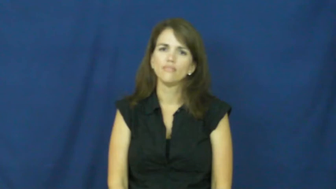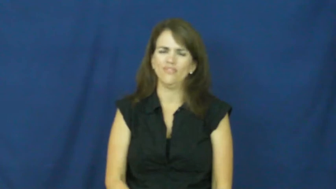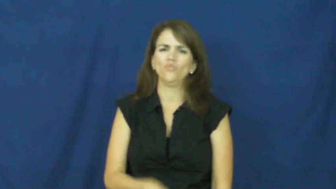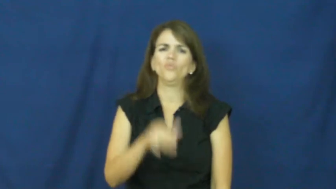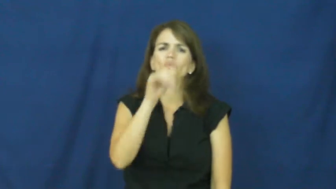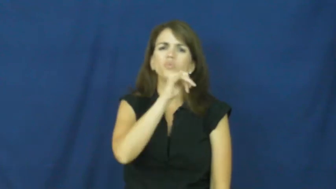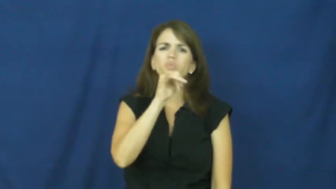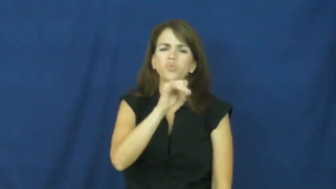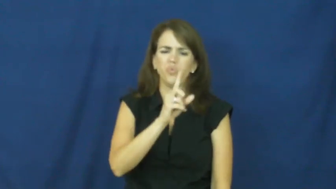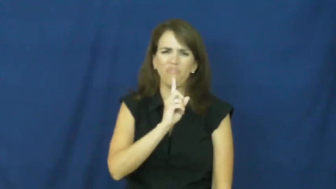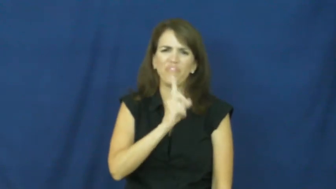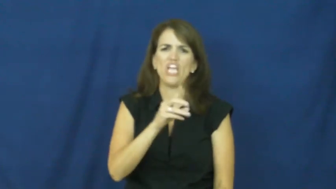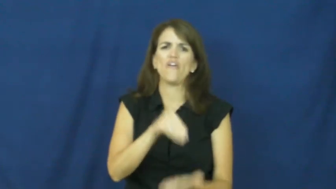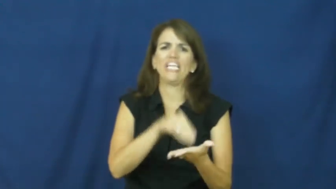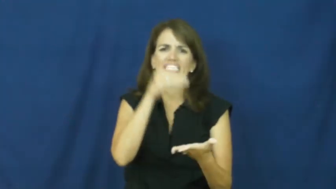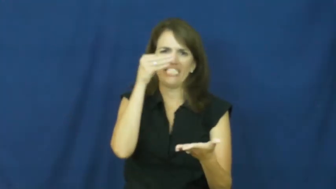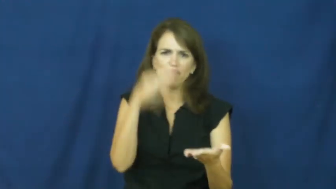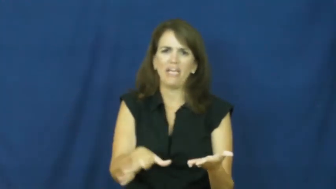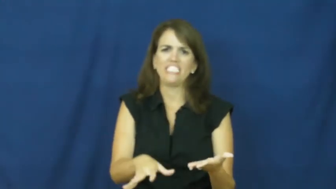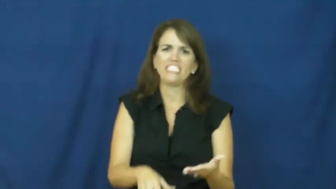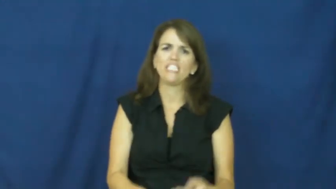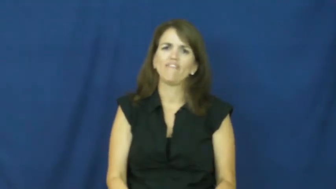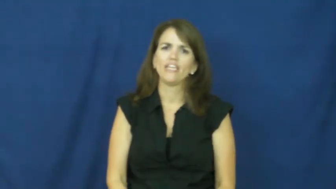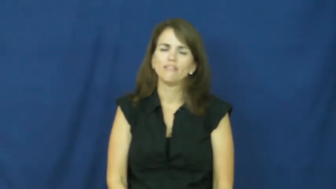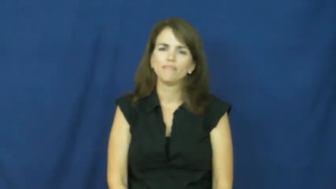"an arm and a leg"